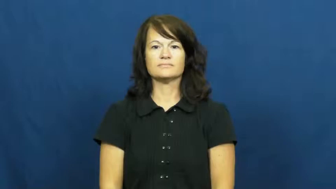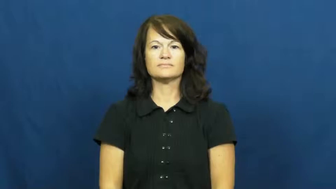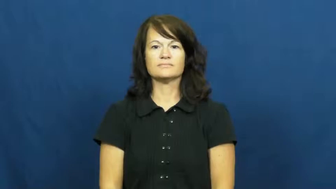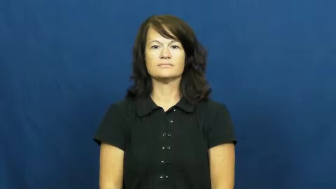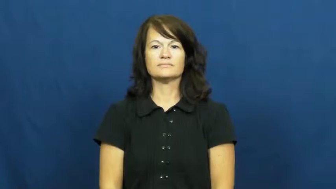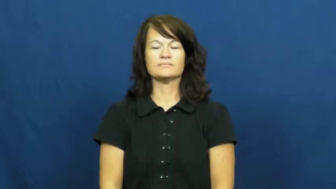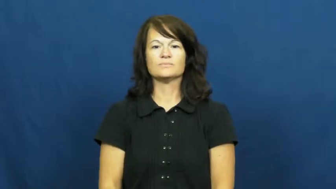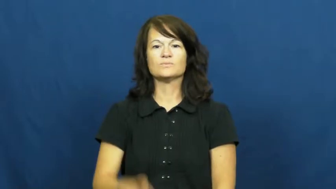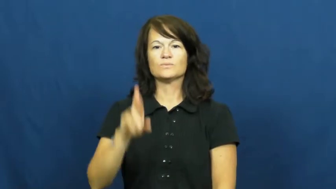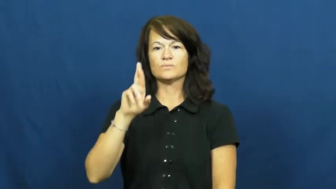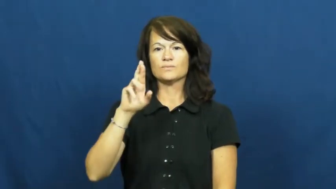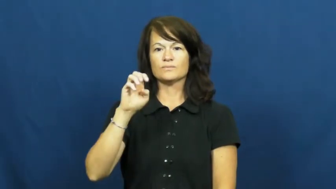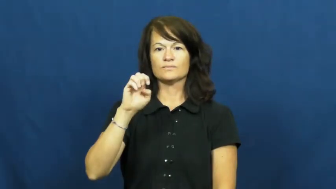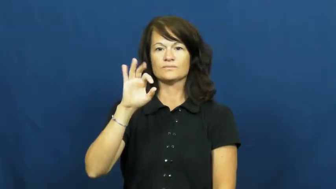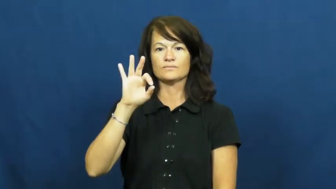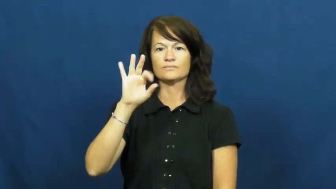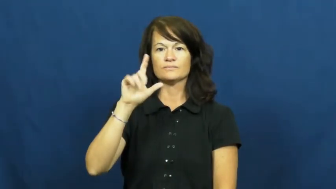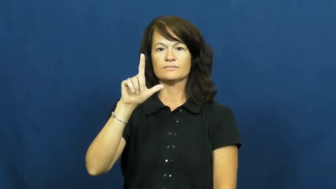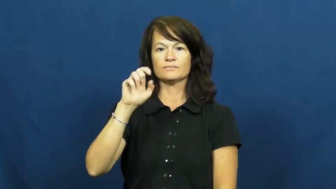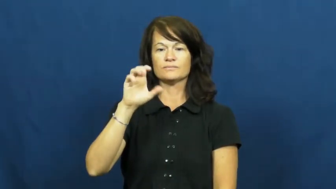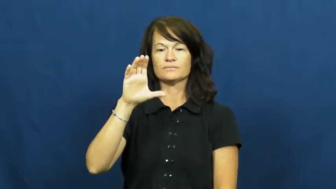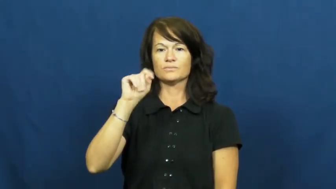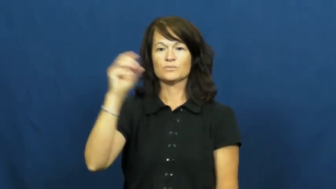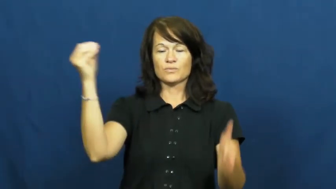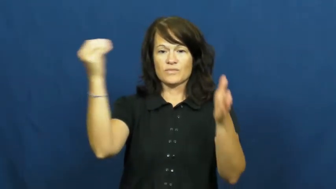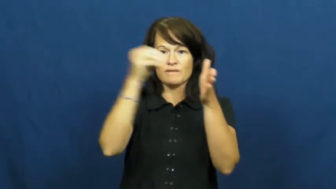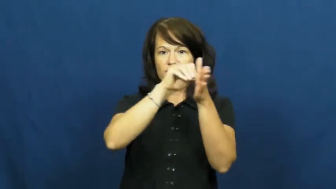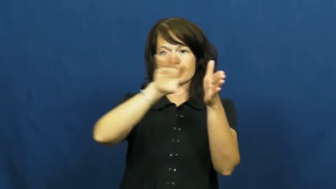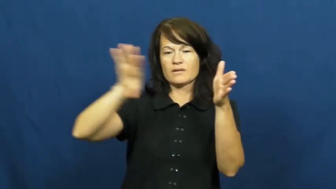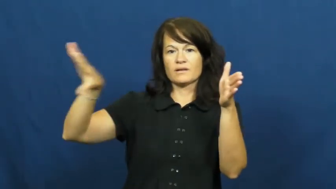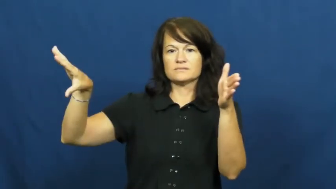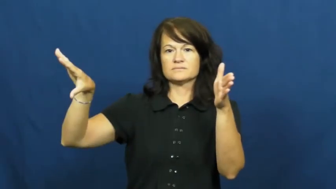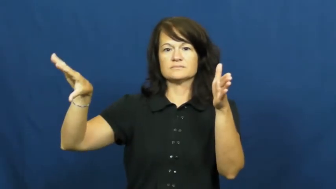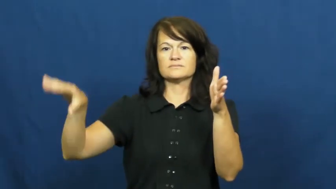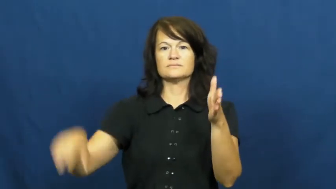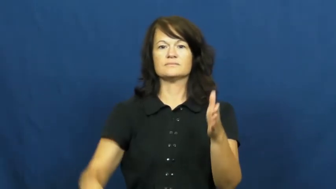reflect-bounce back